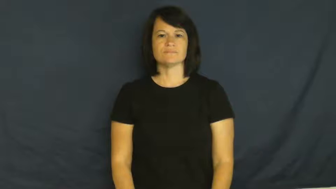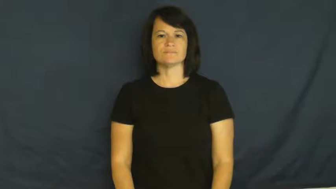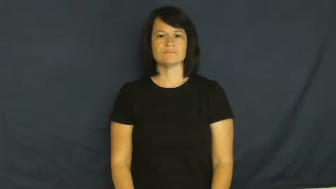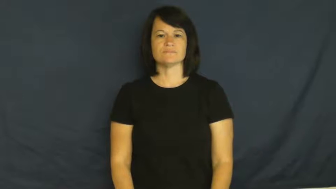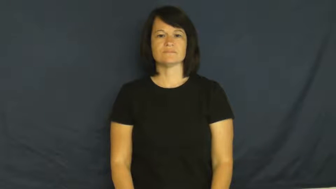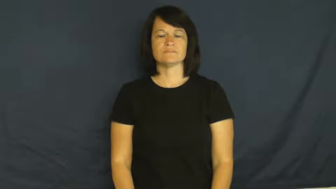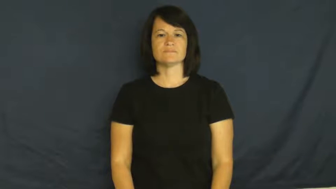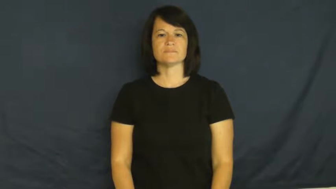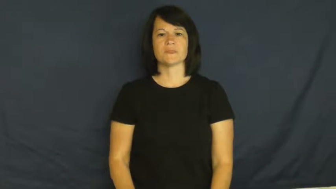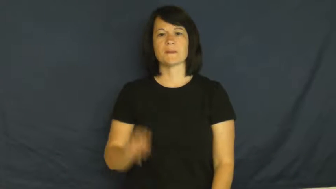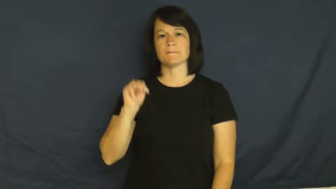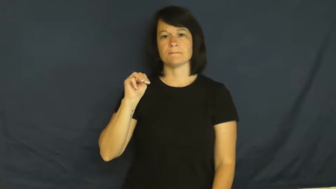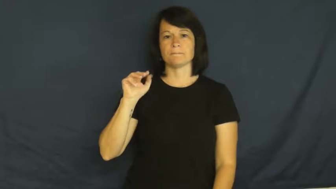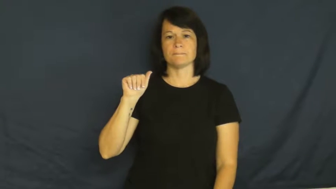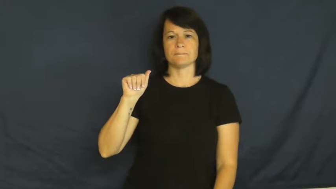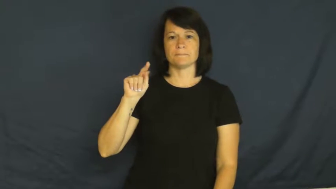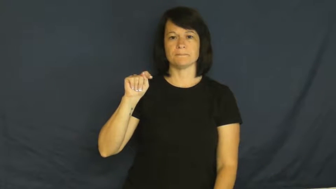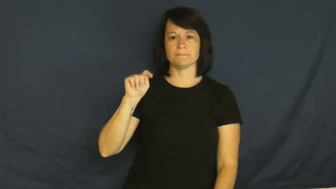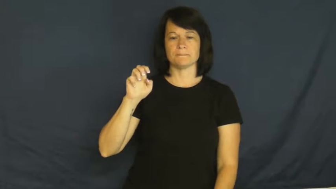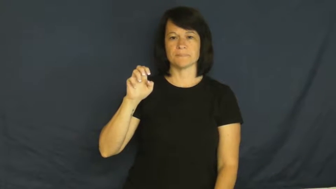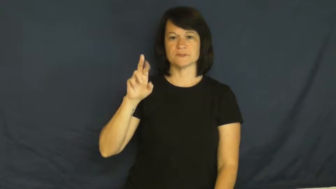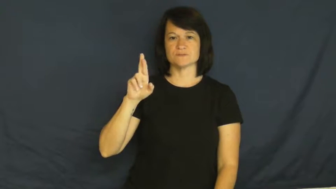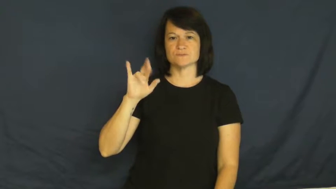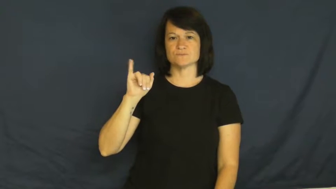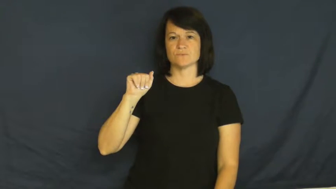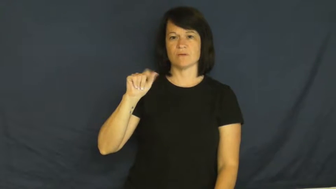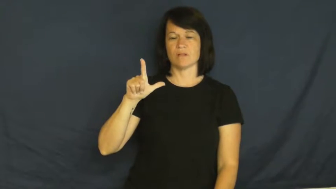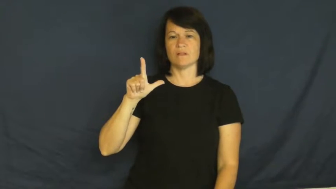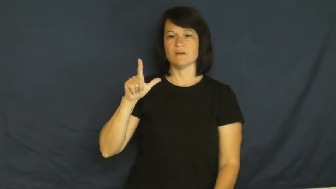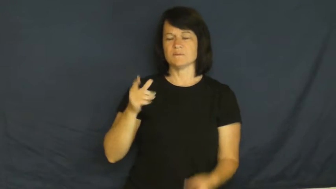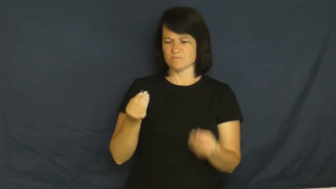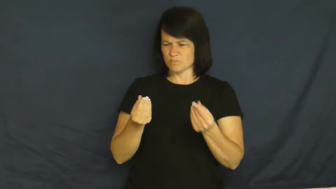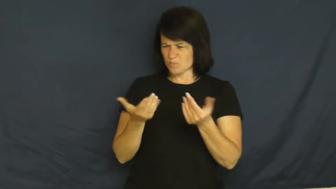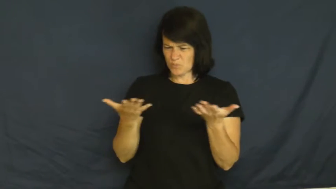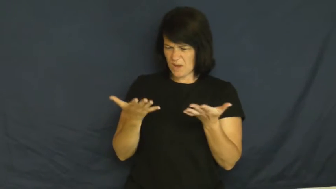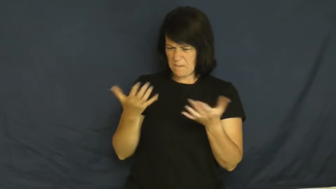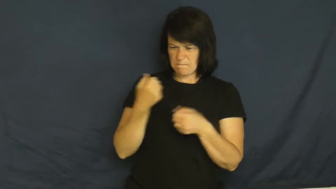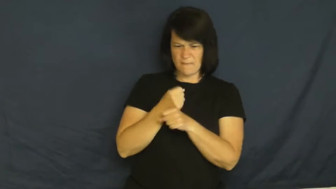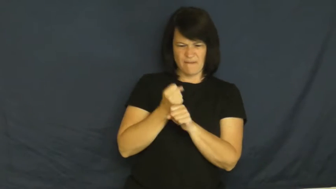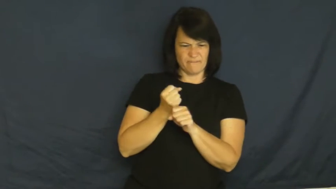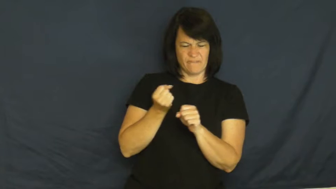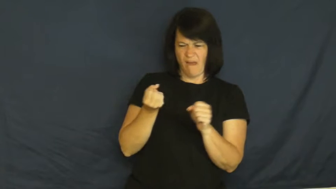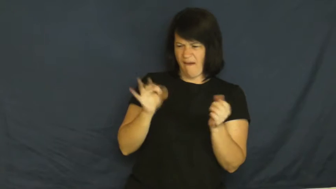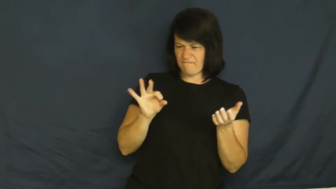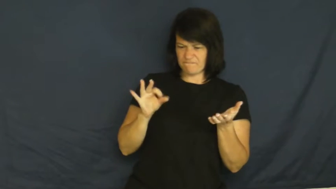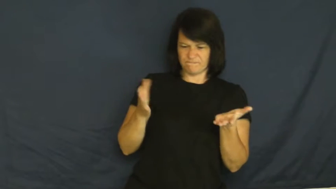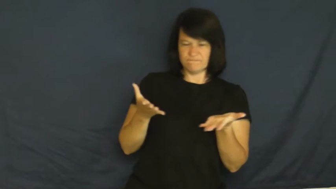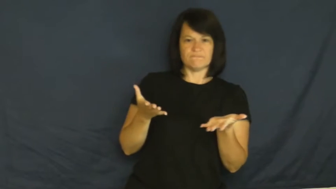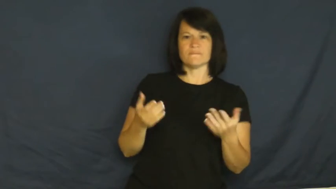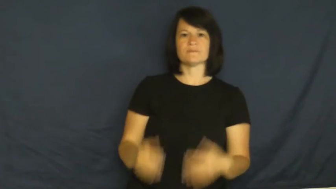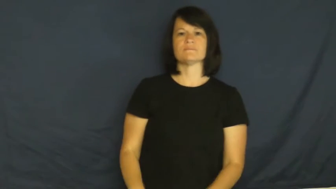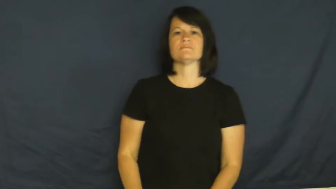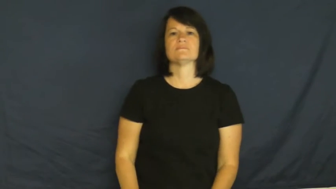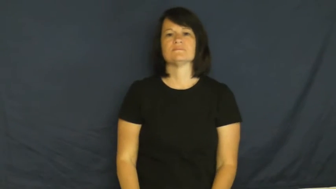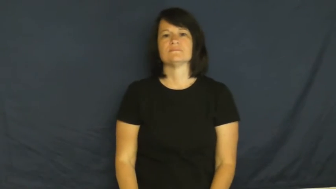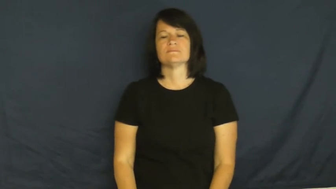material-made of